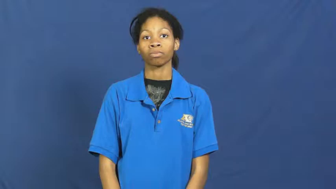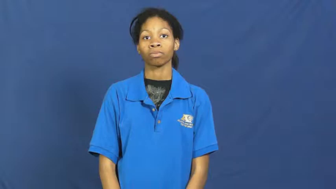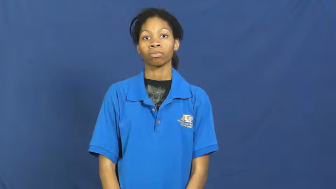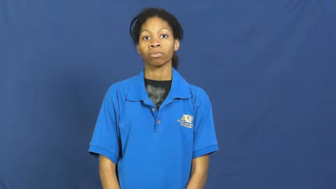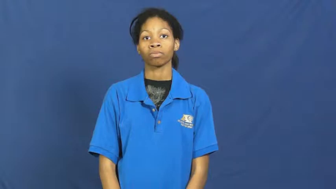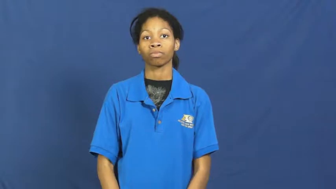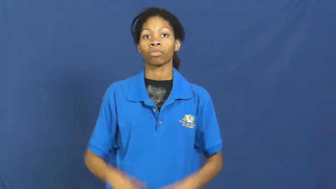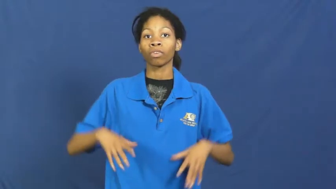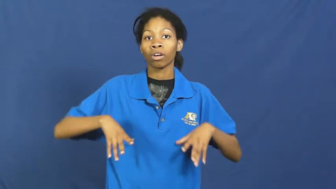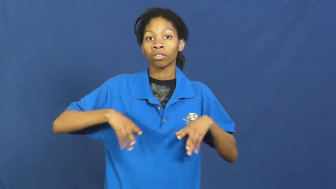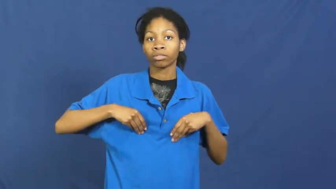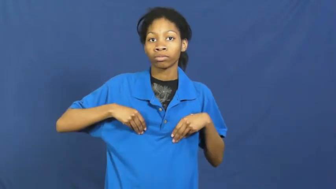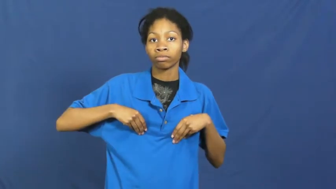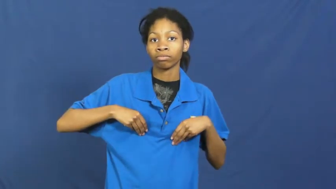go with,warm to-accept